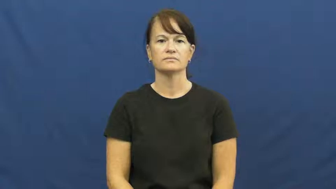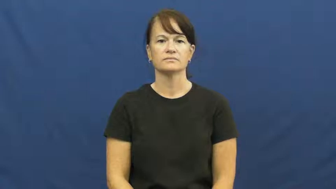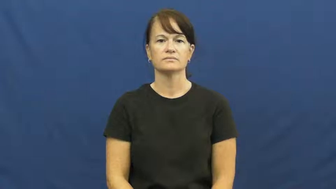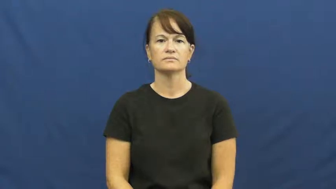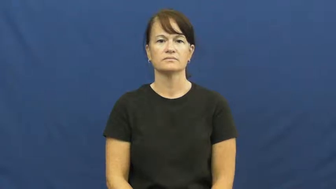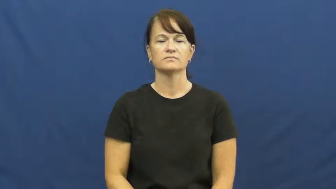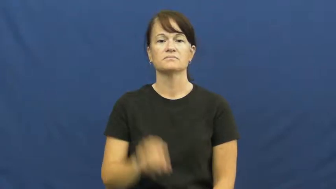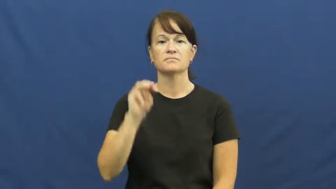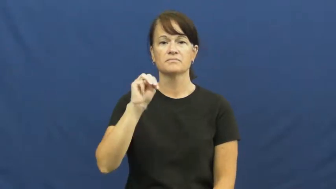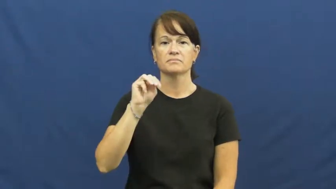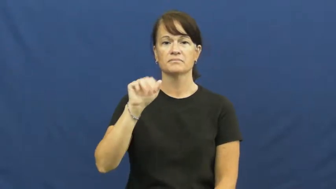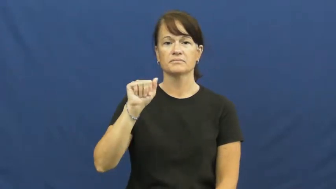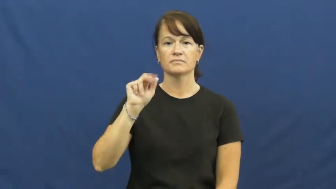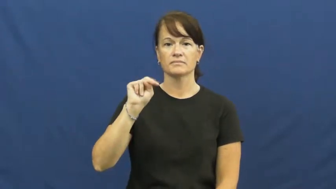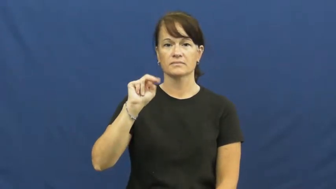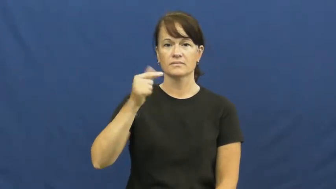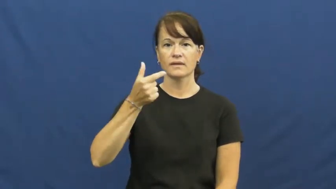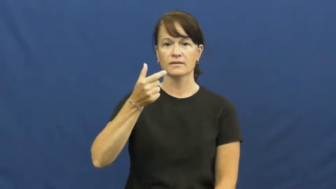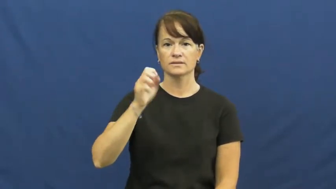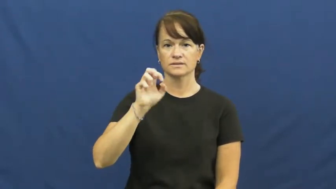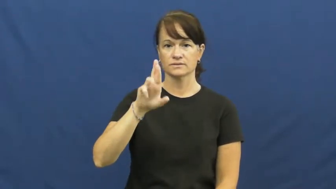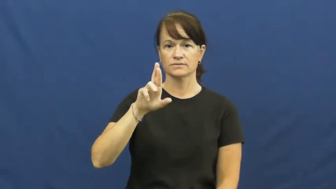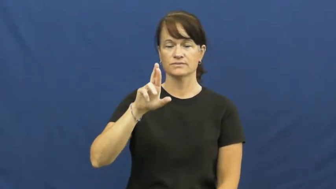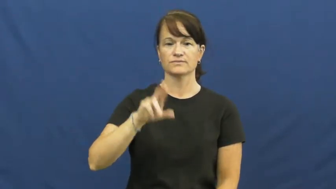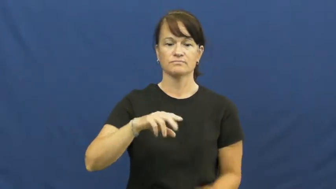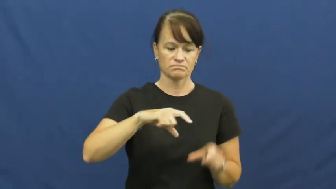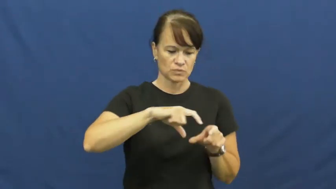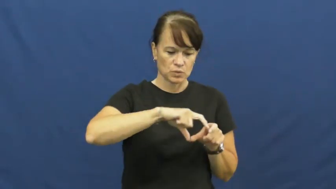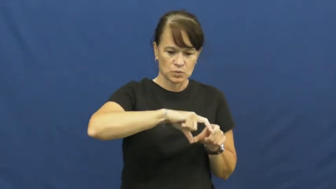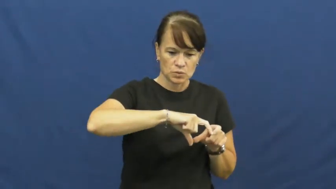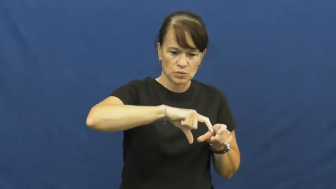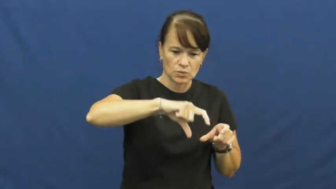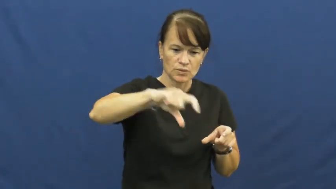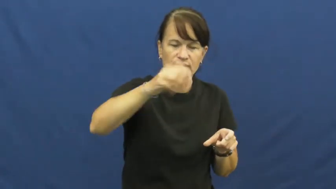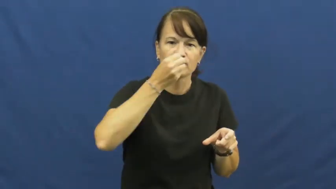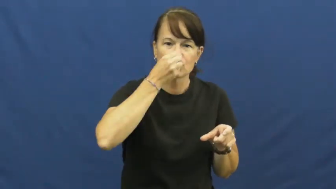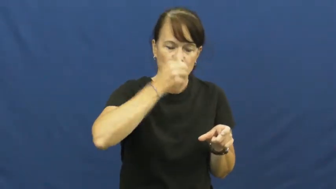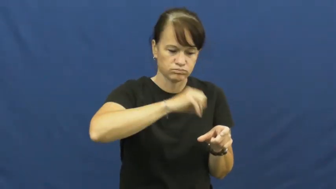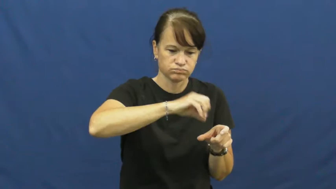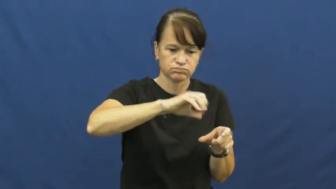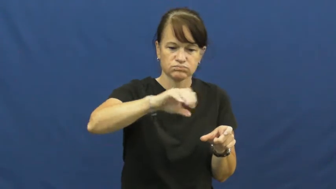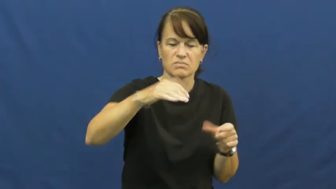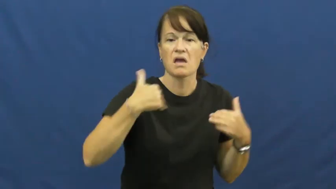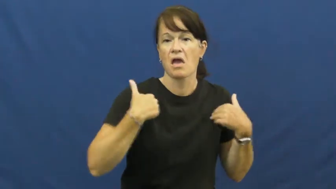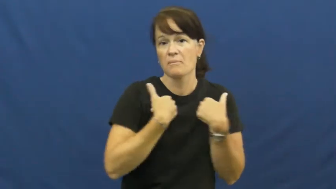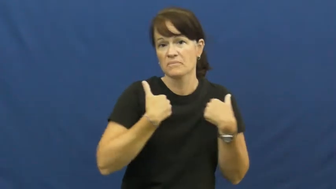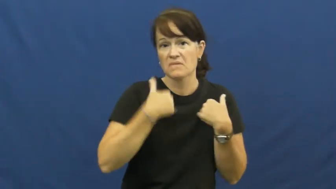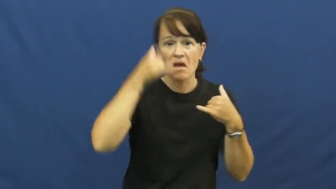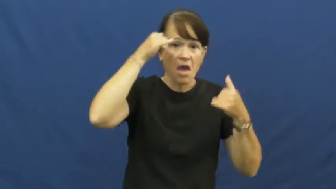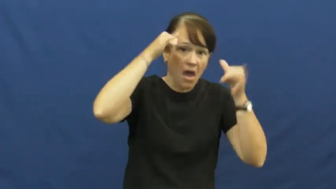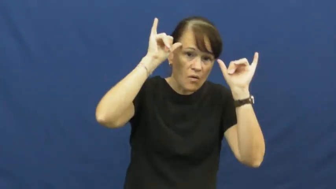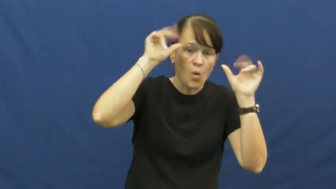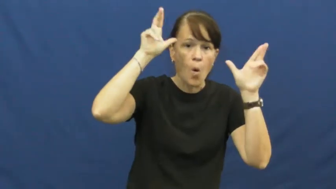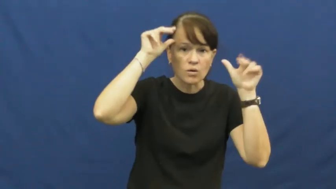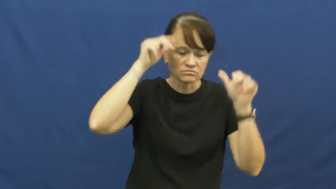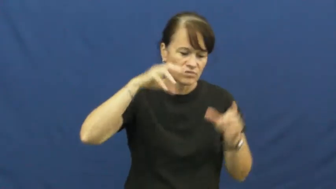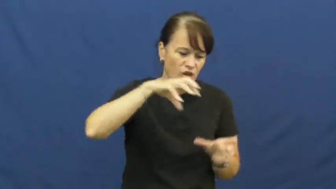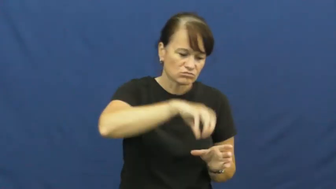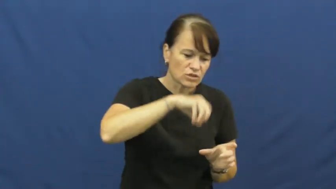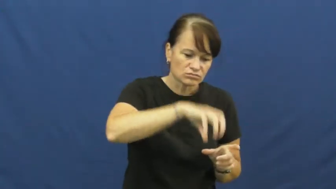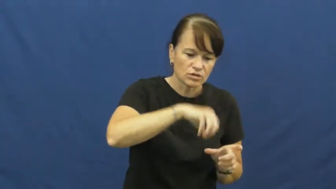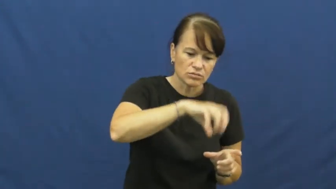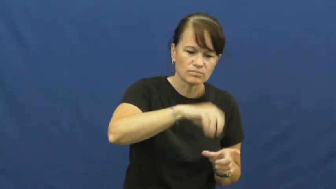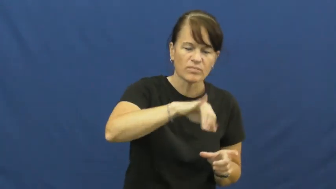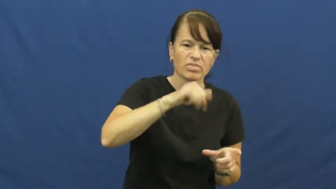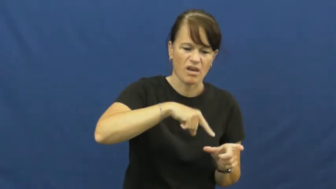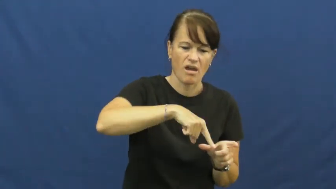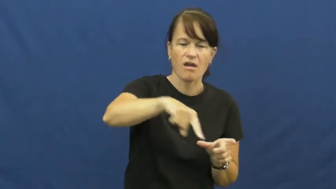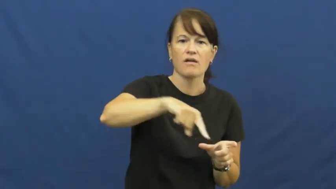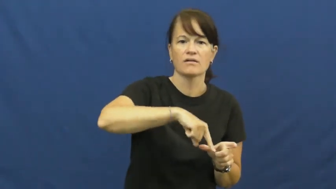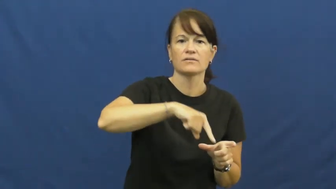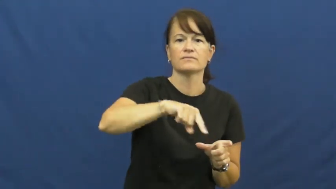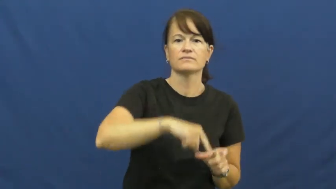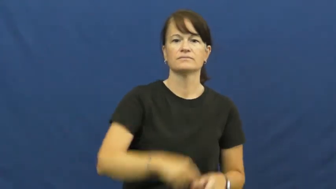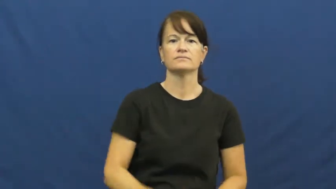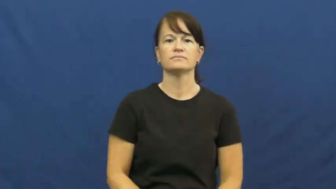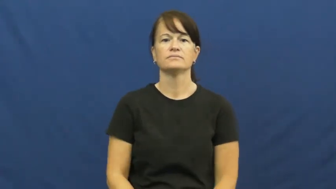manger